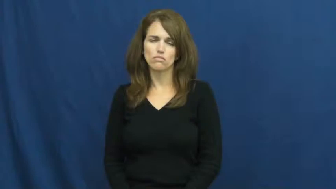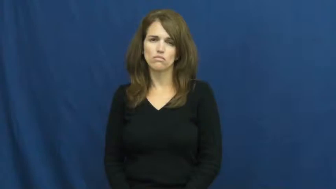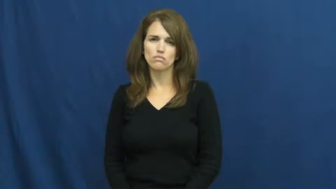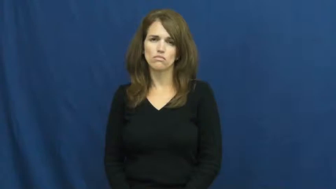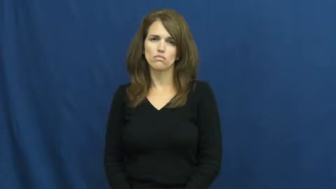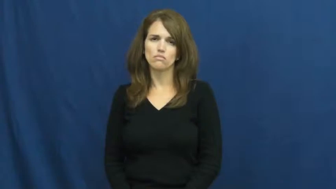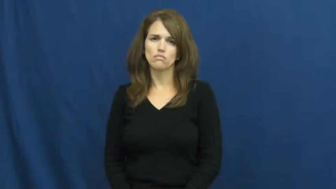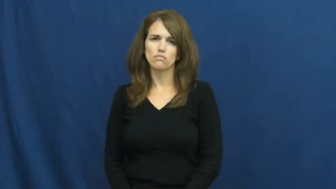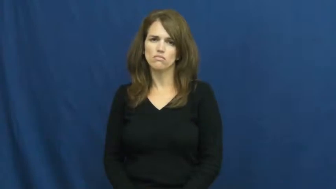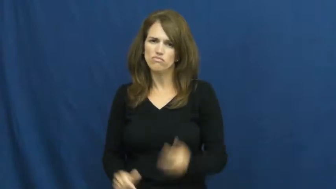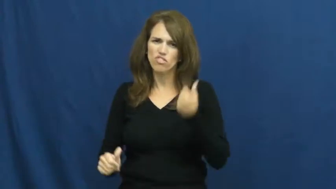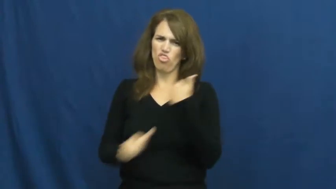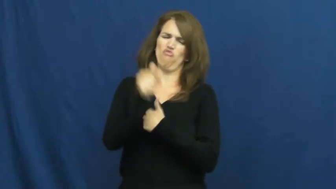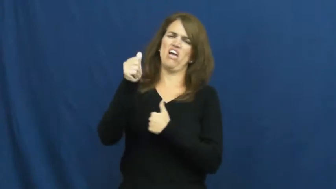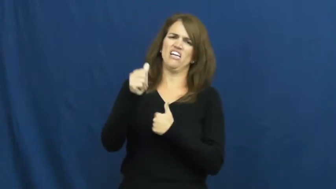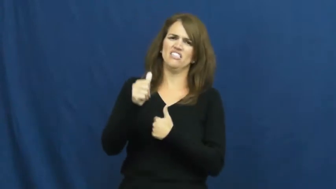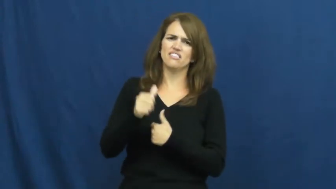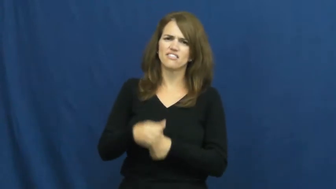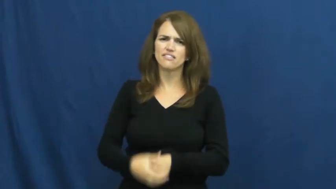threaten,shakedown,cow